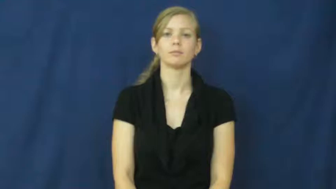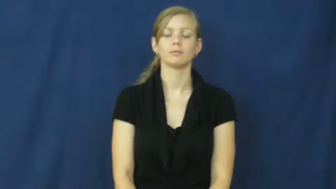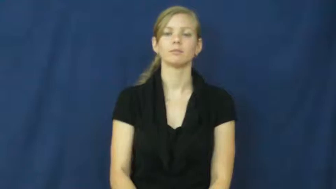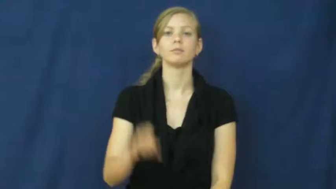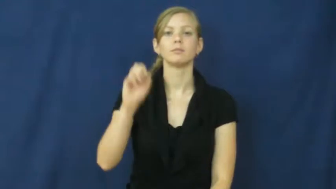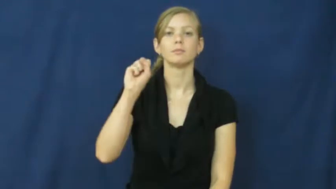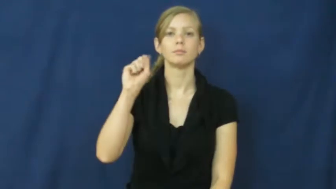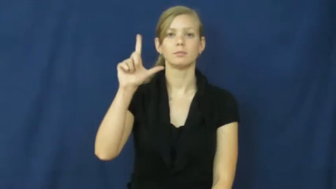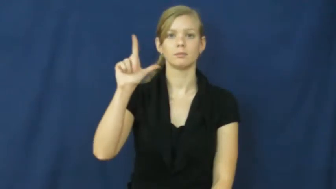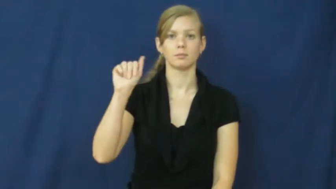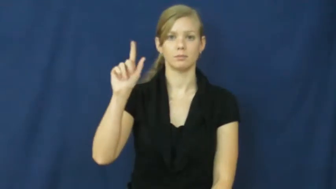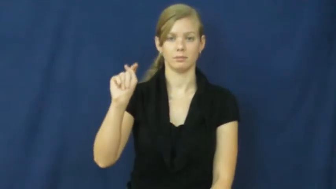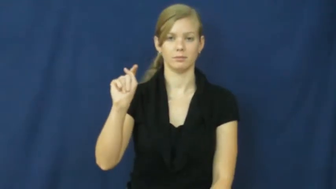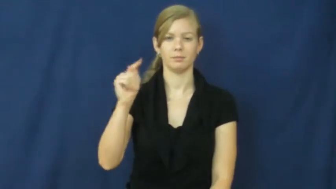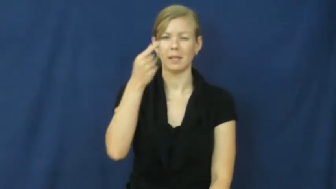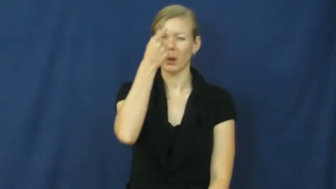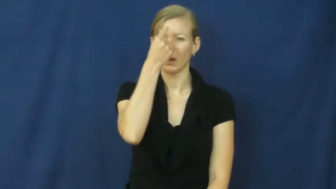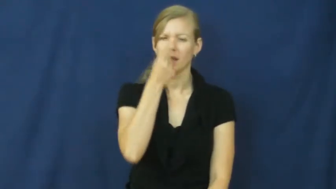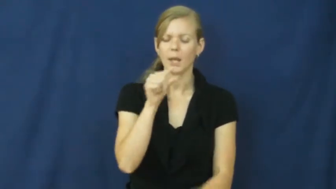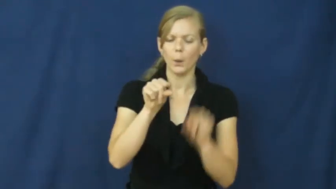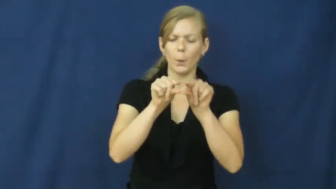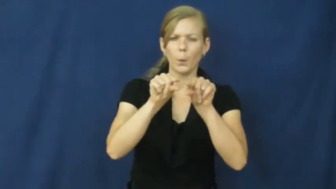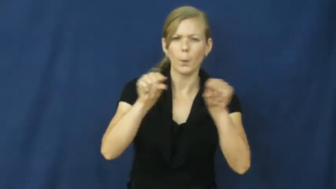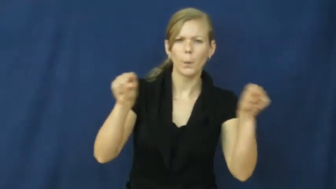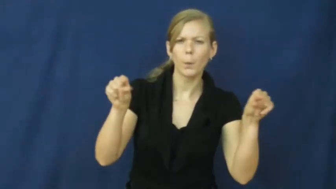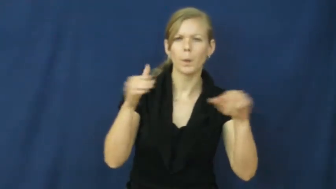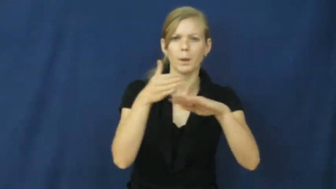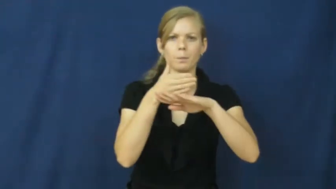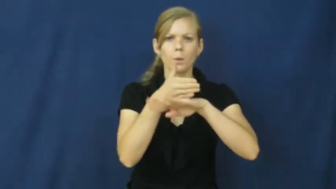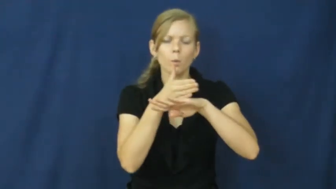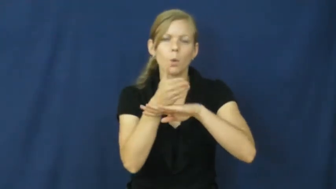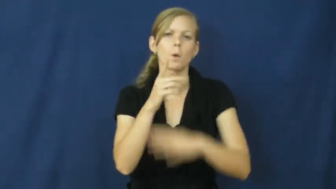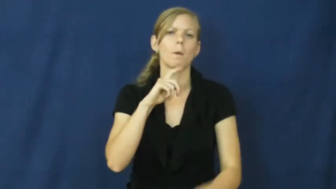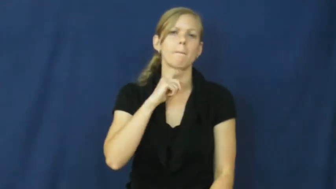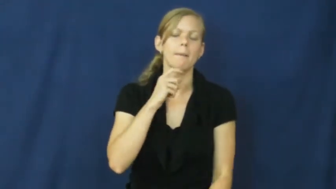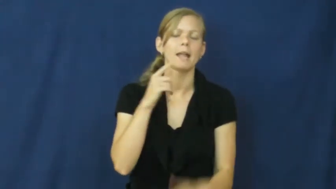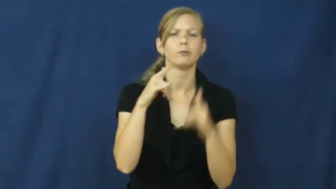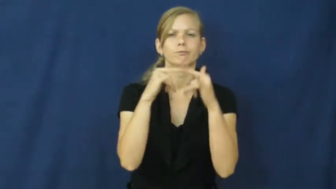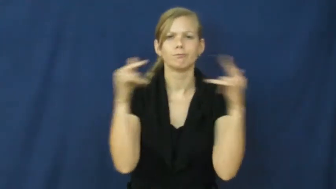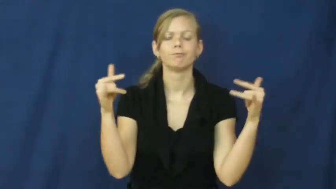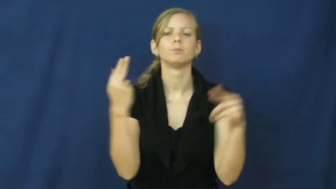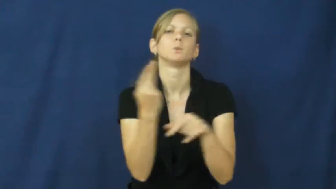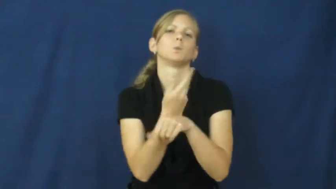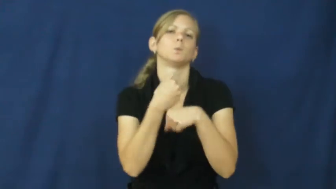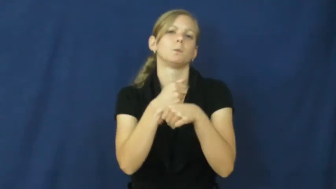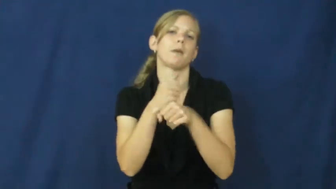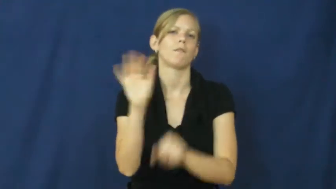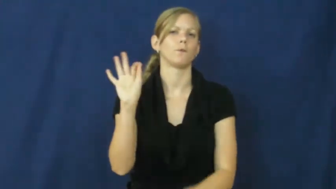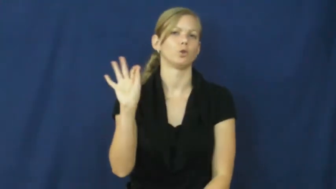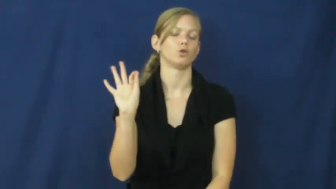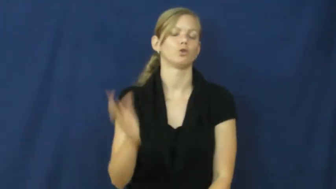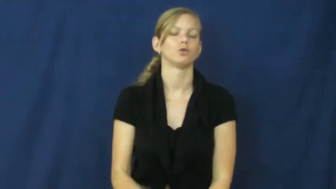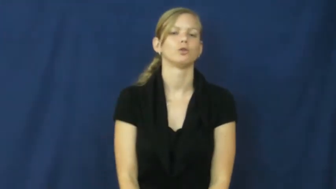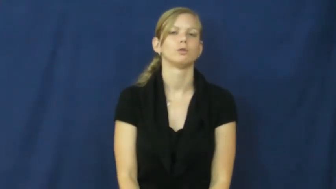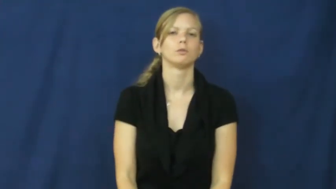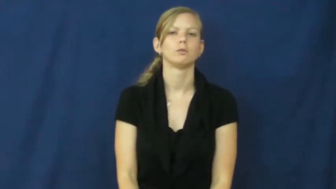slat